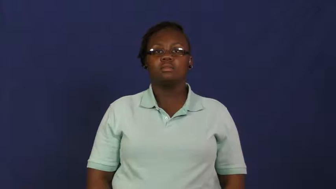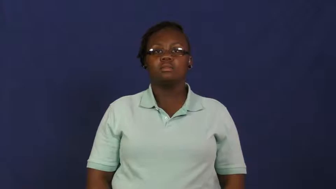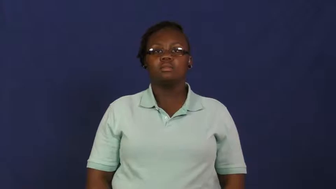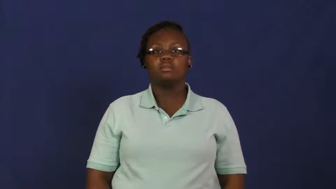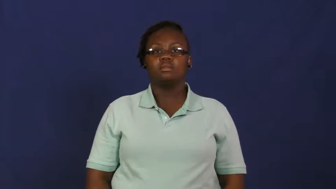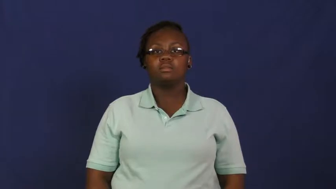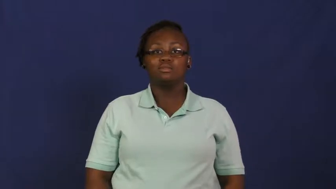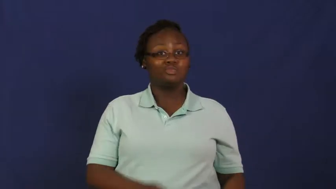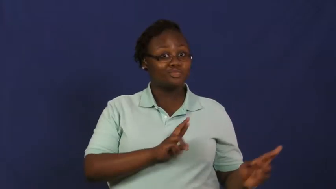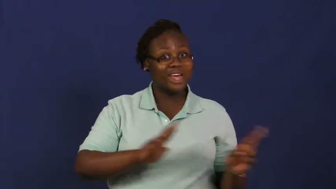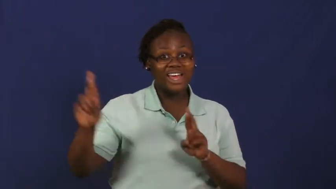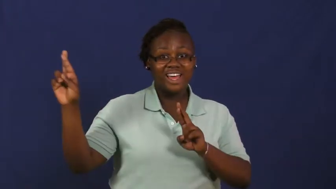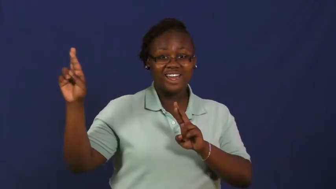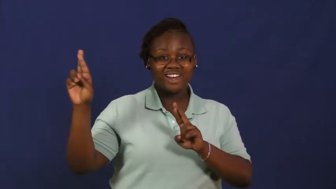stand by,poised,poised to-ready